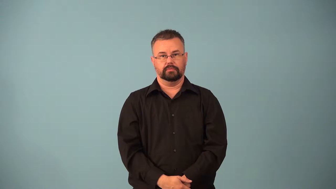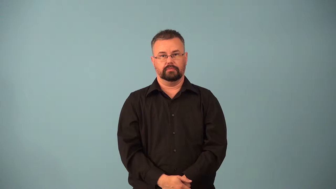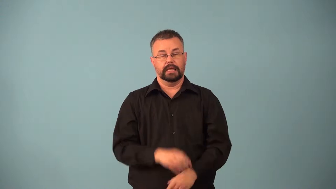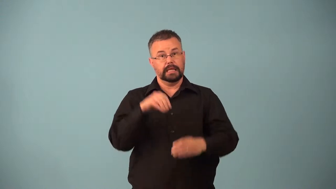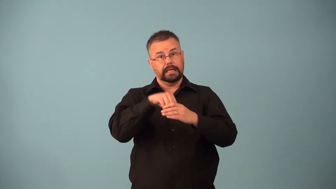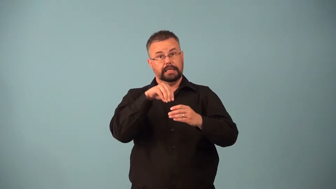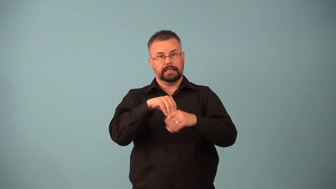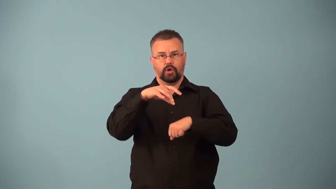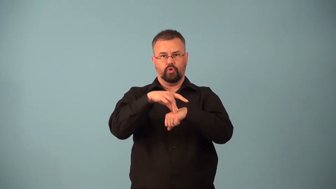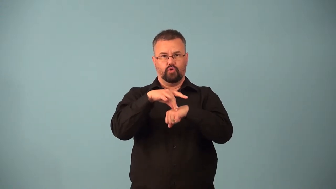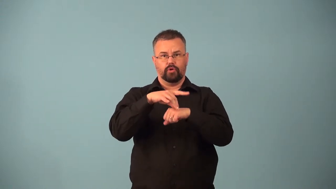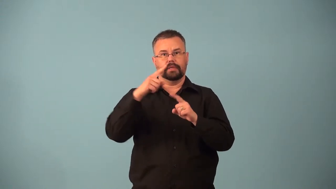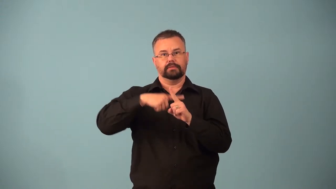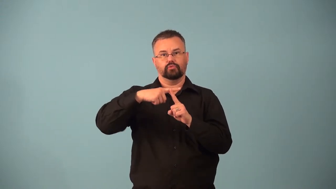geothermal